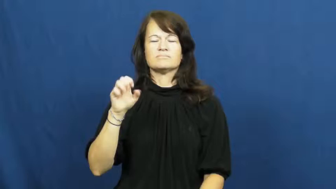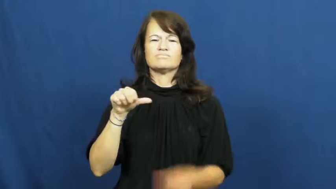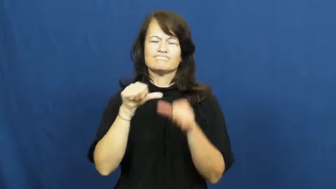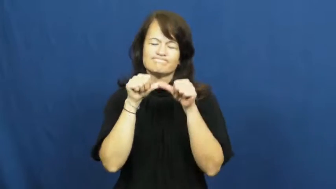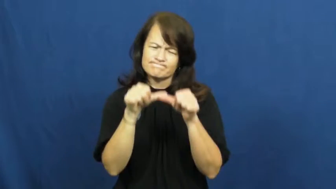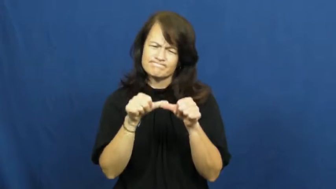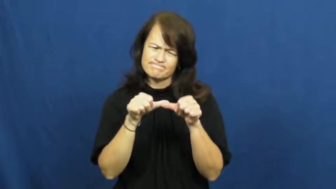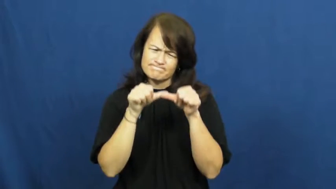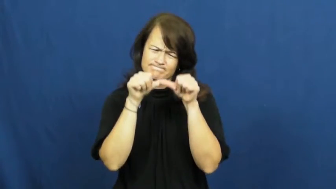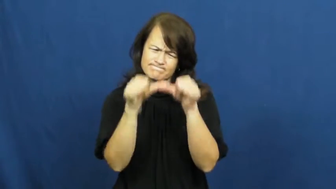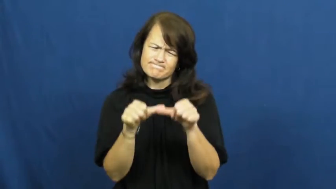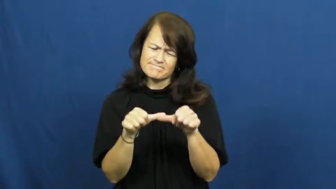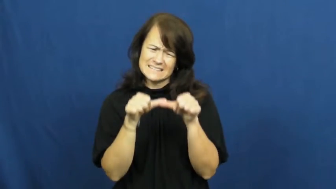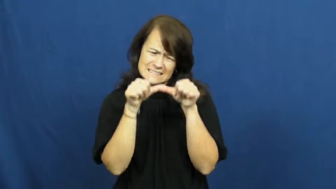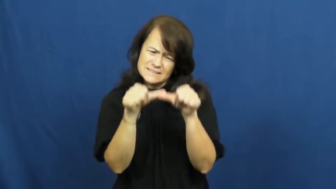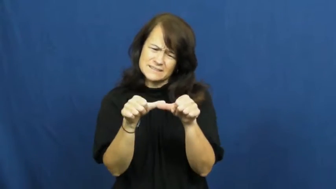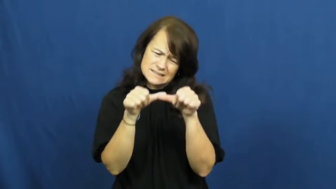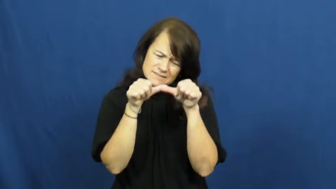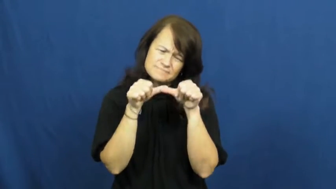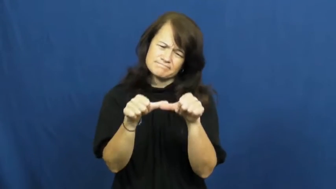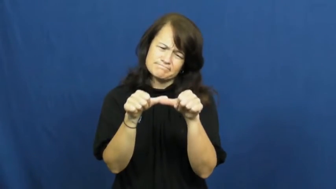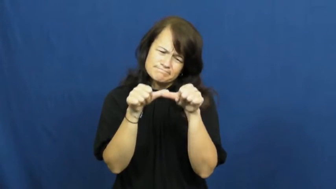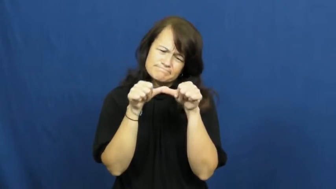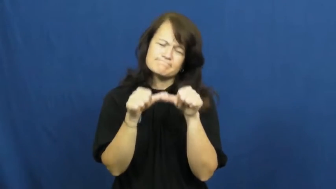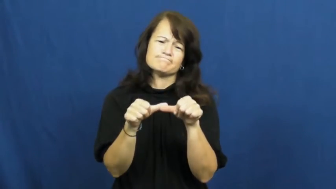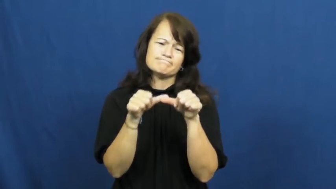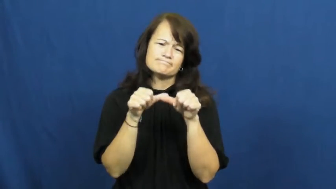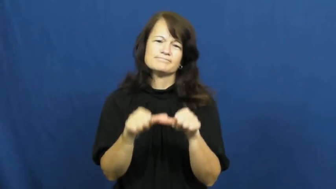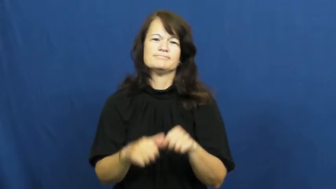soldier on